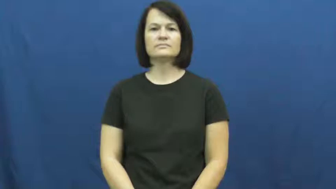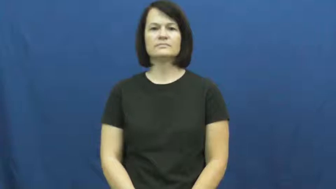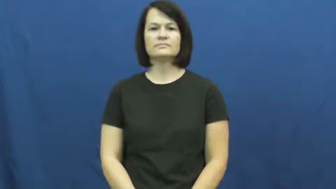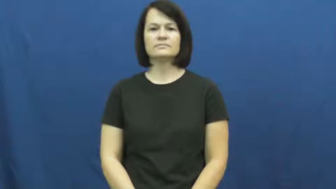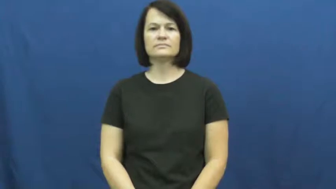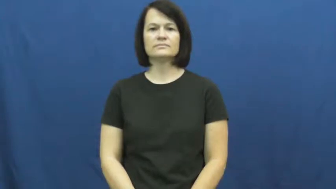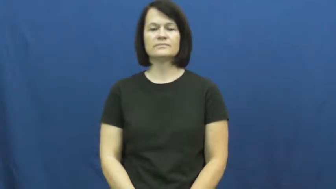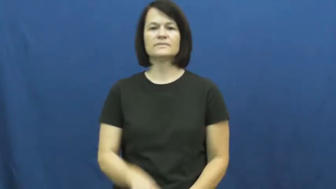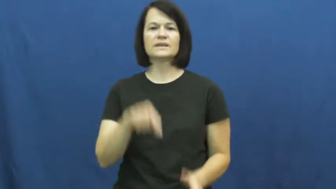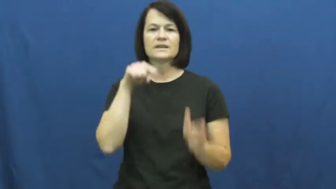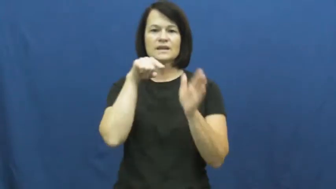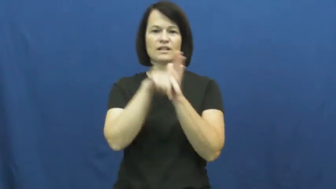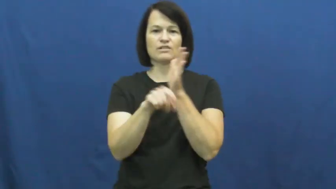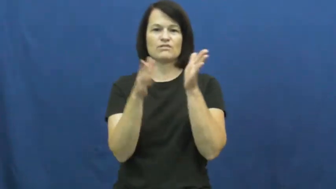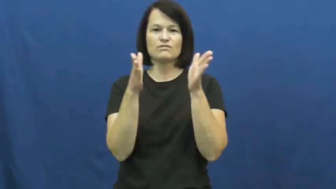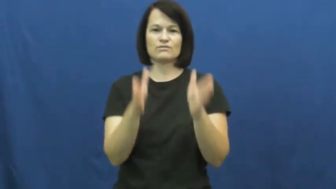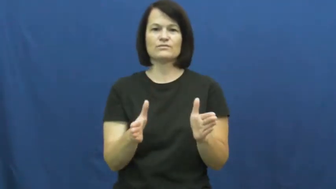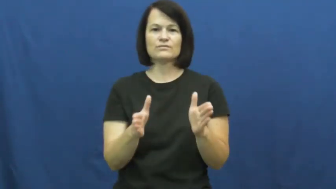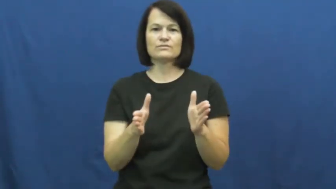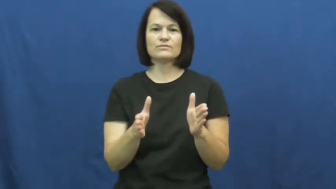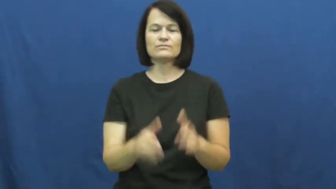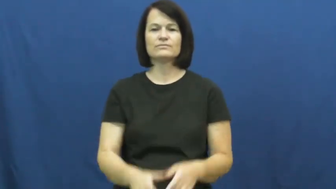killer,liquidator